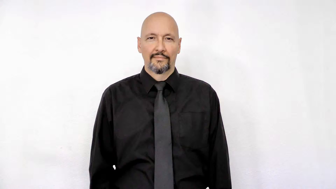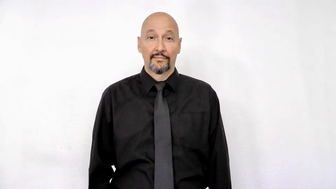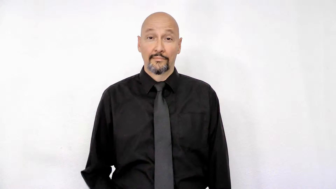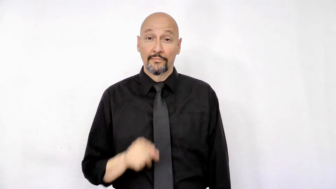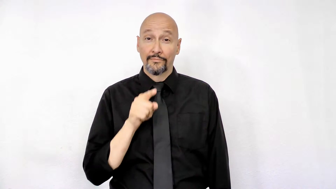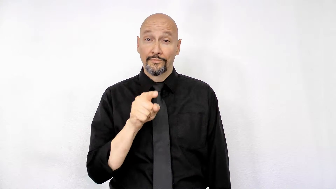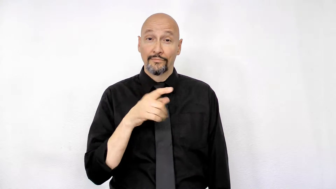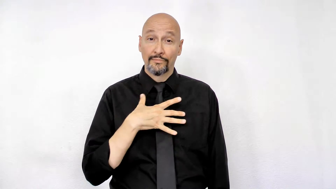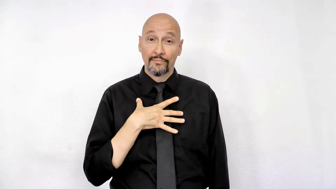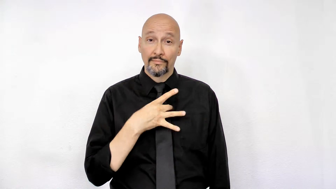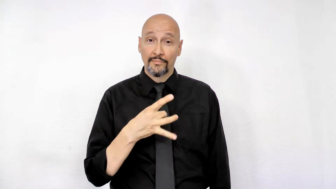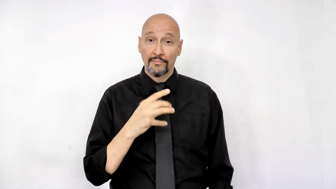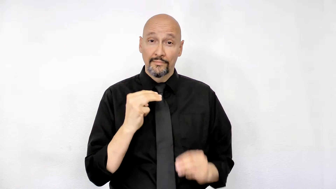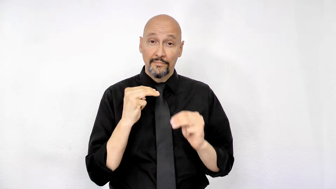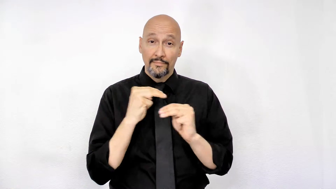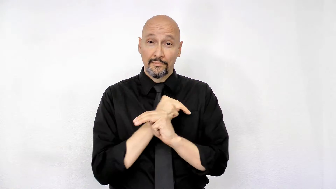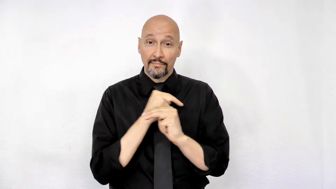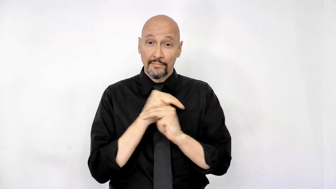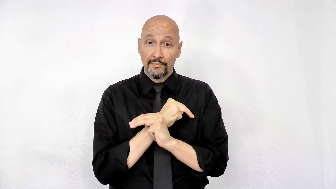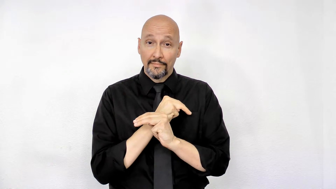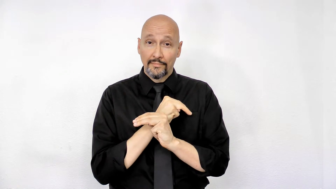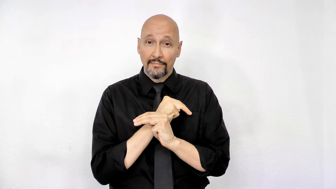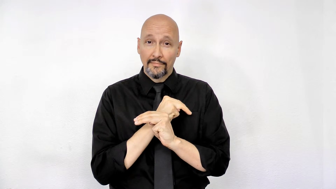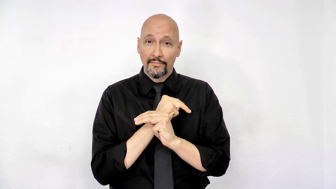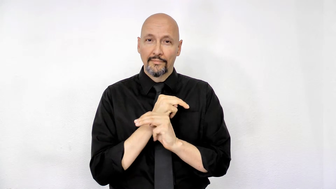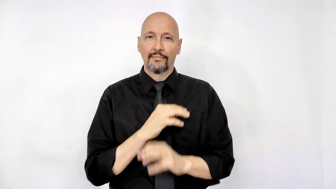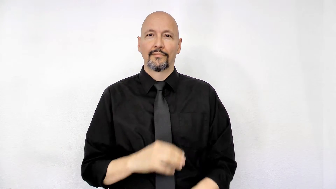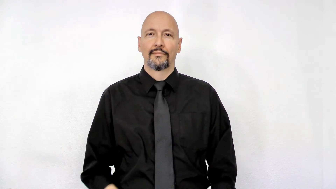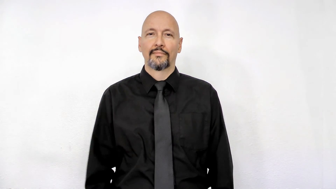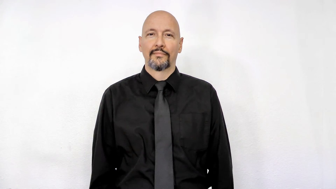YOU LIKE MATH?